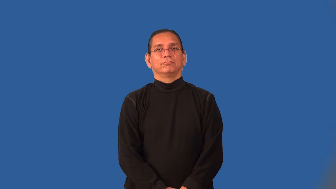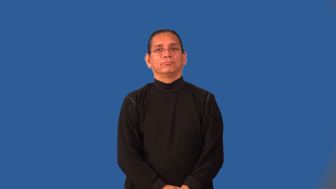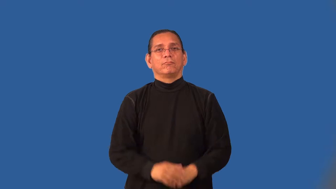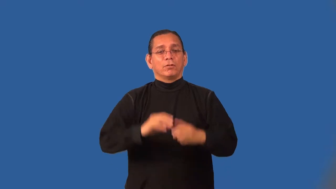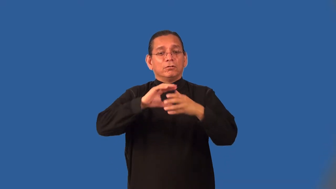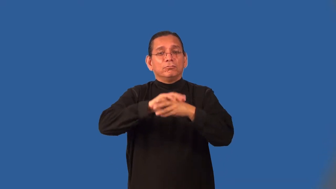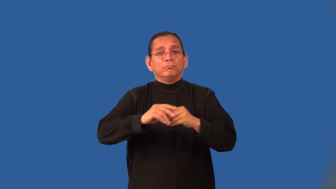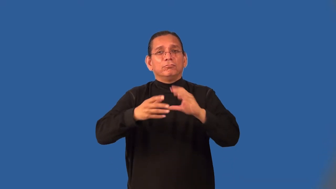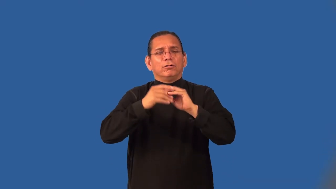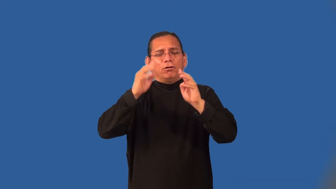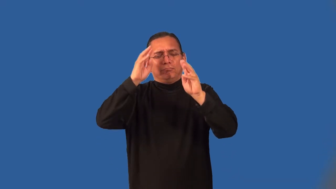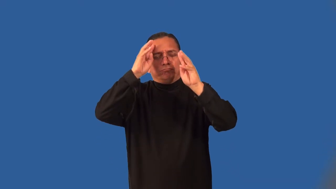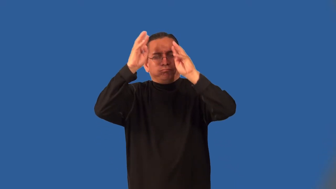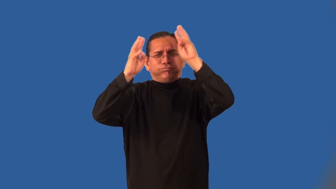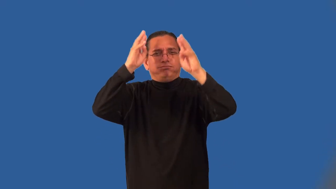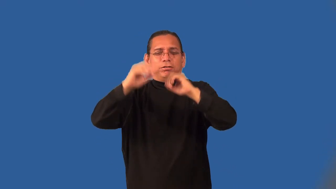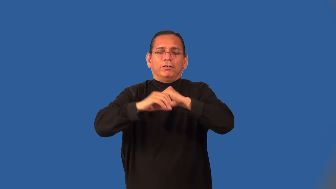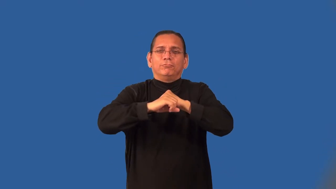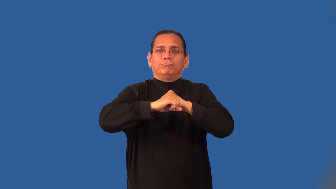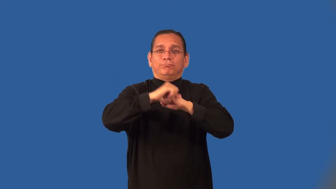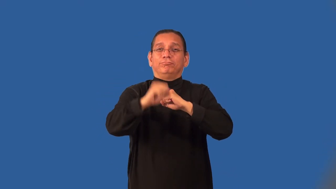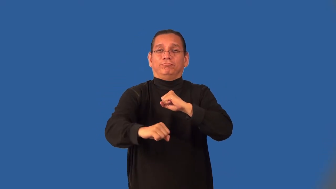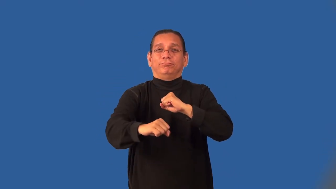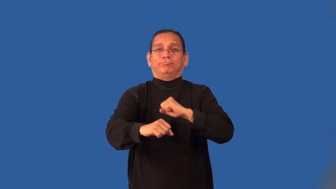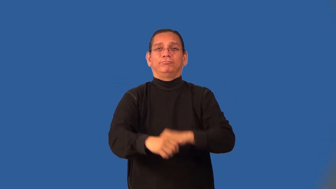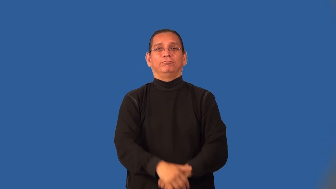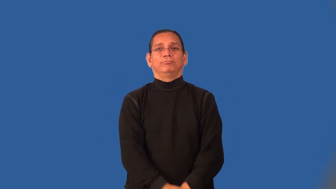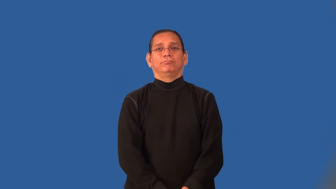figurative,trope